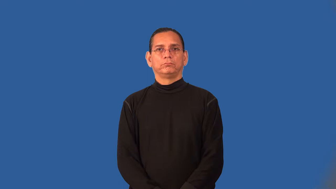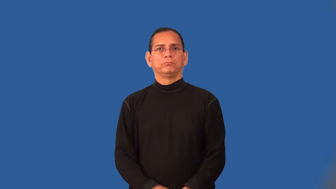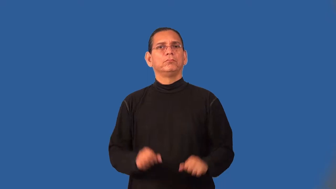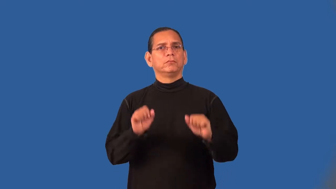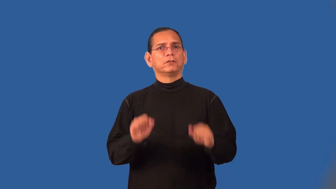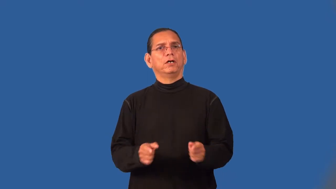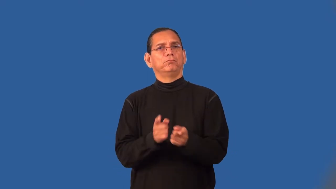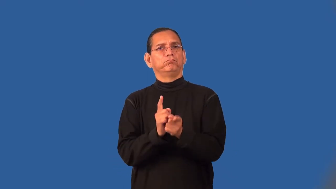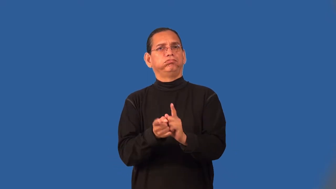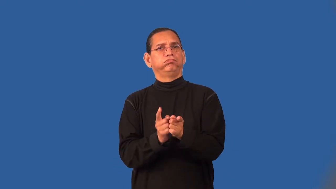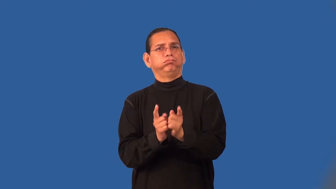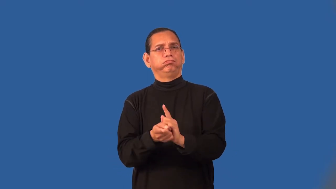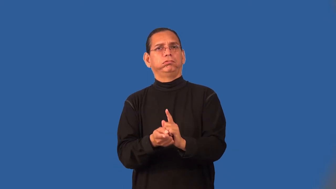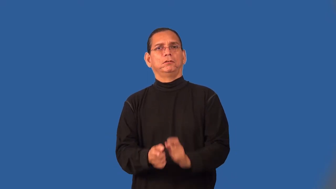translatable